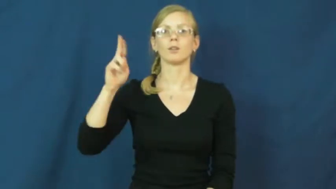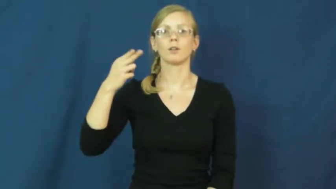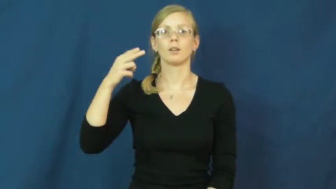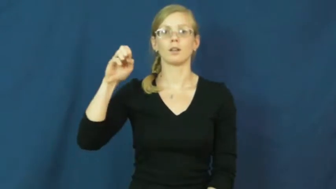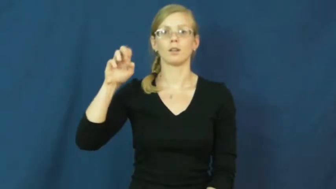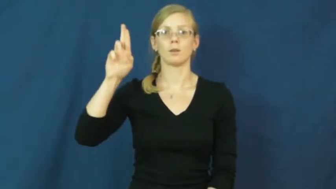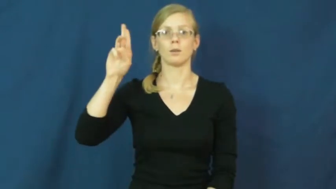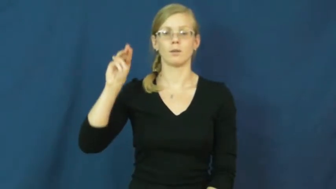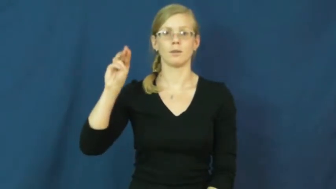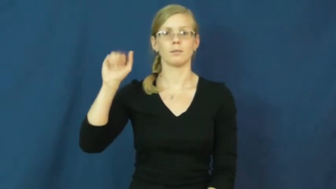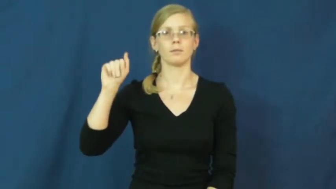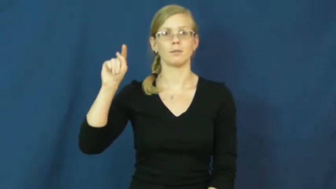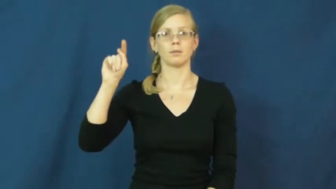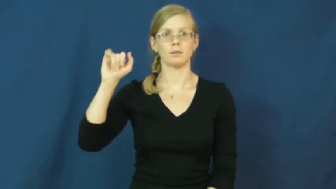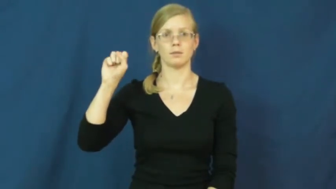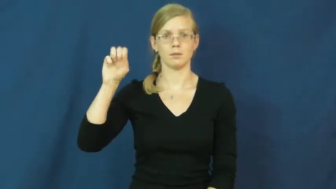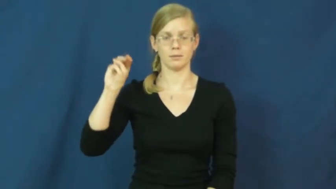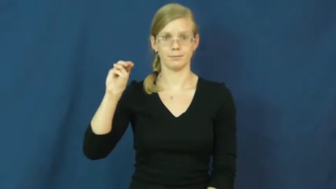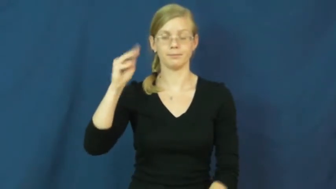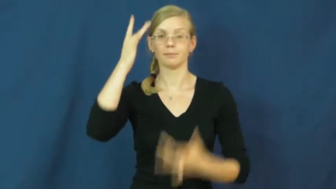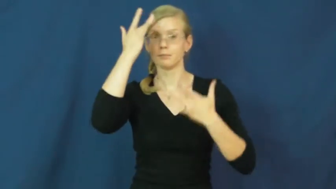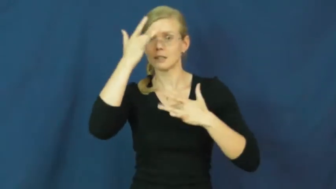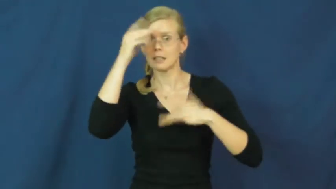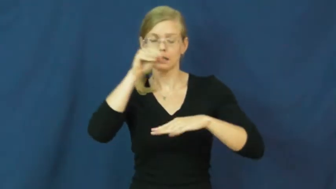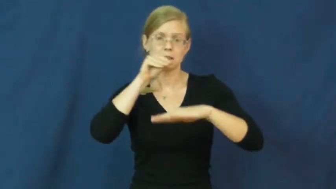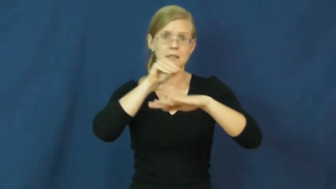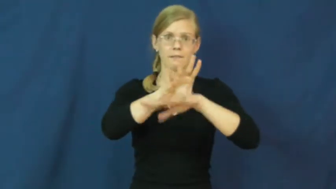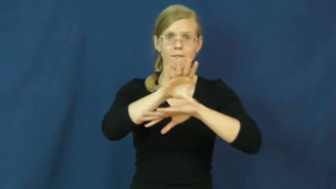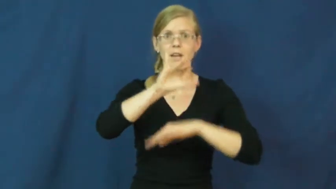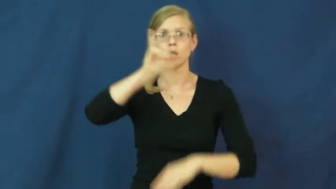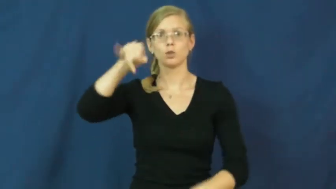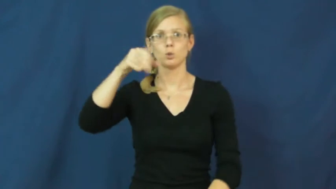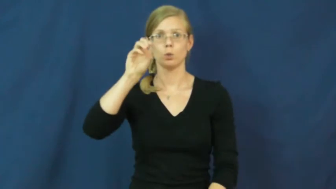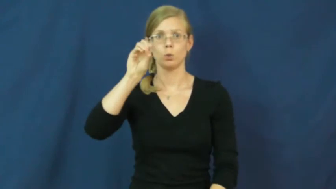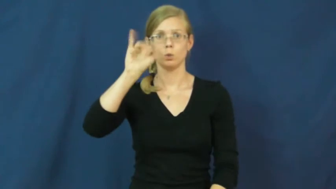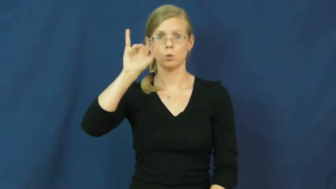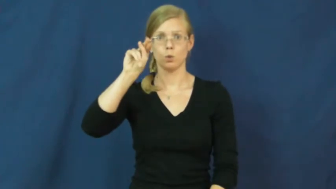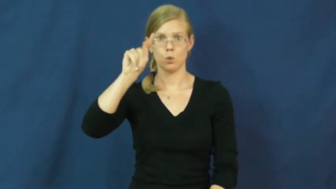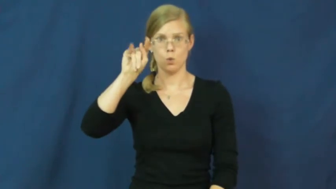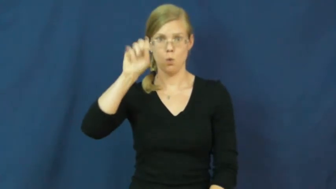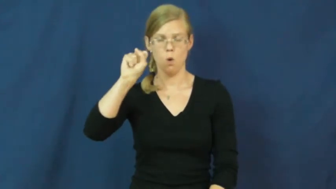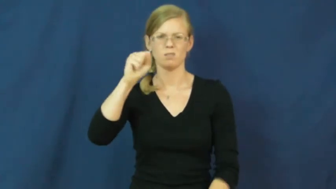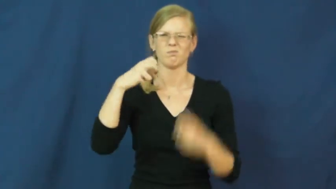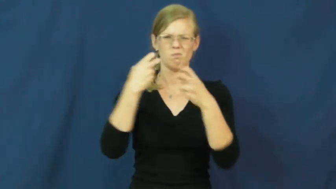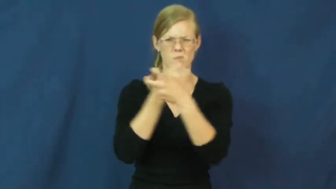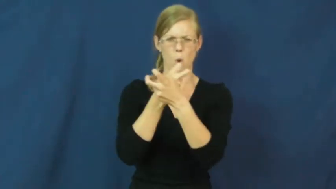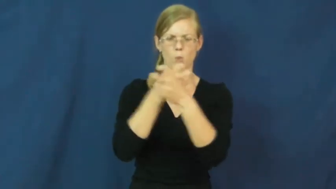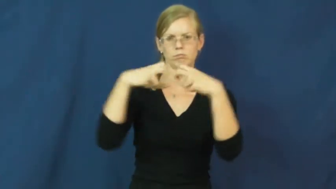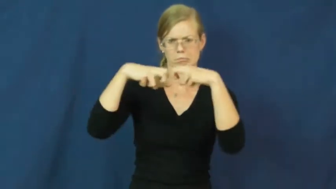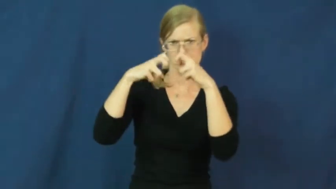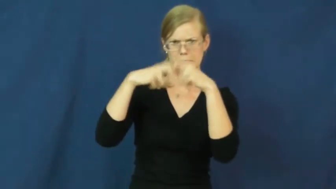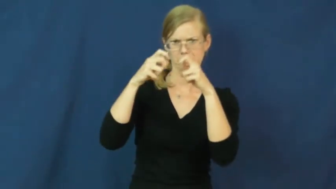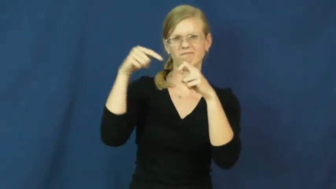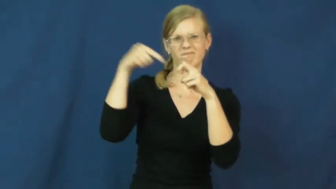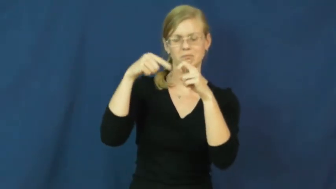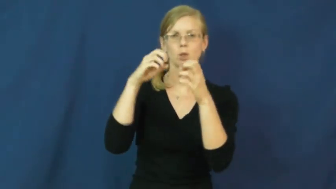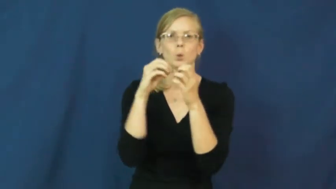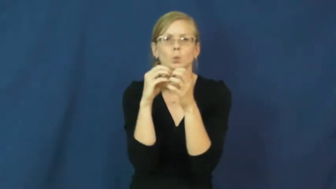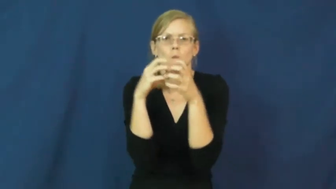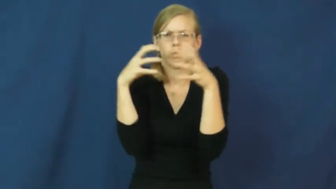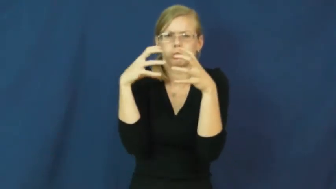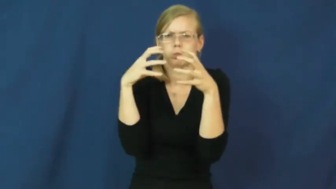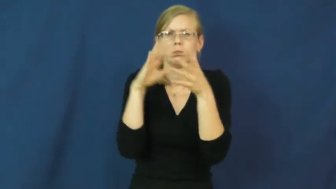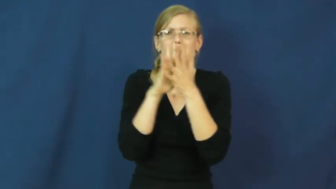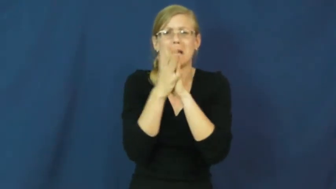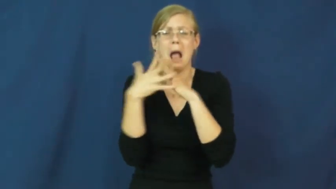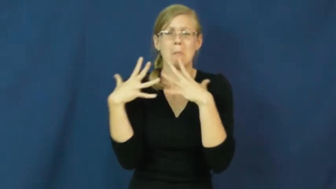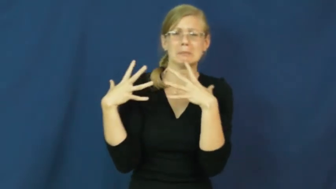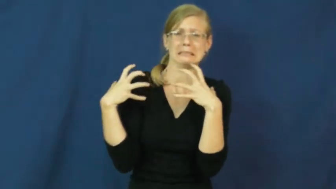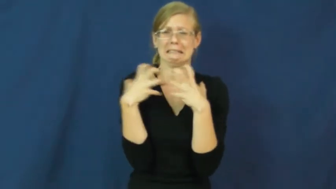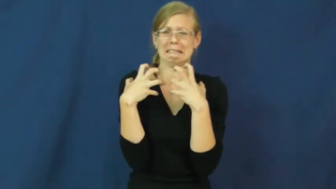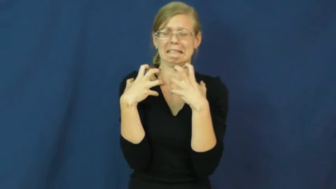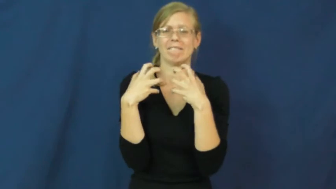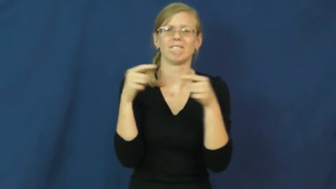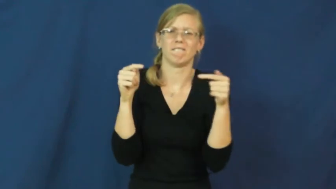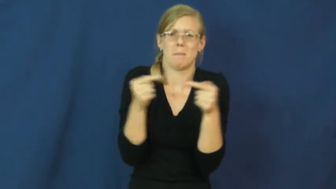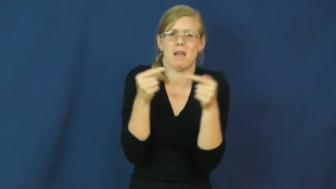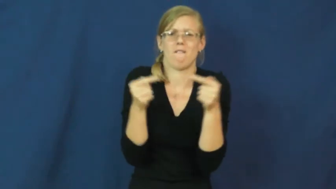rheumatism